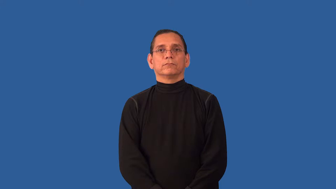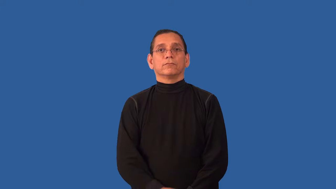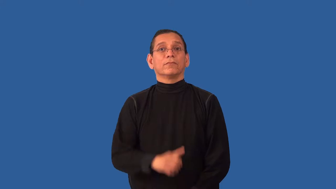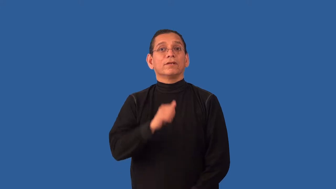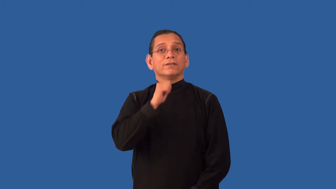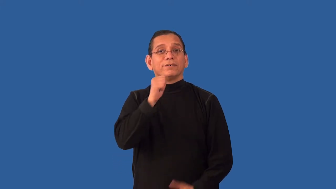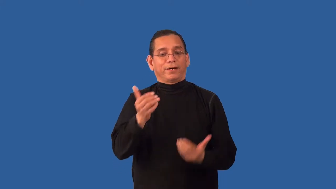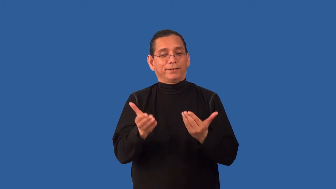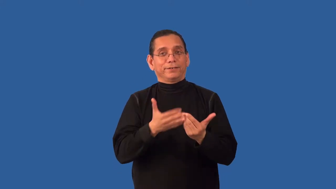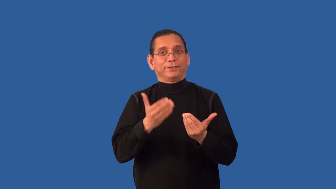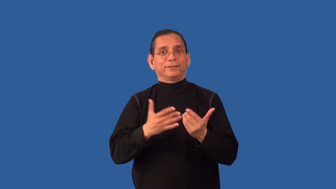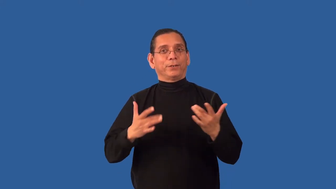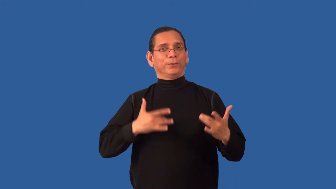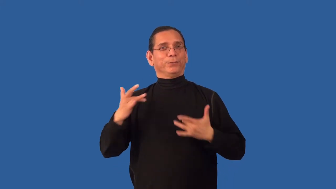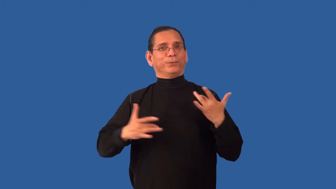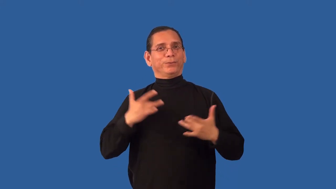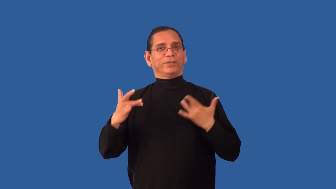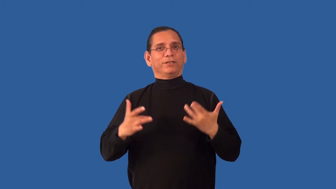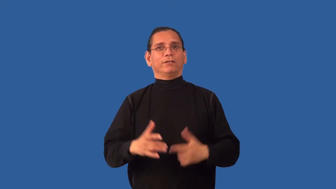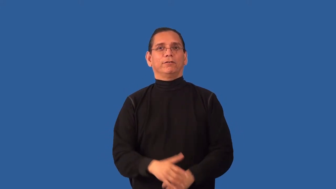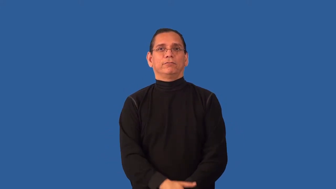unexcitable